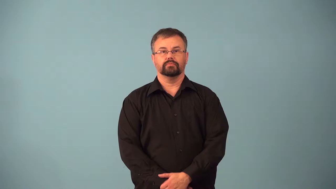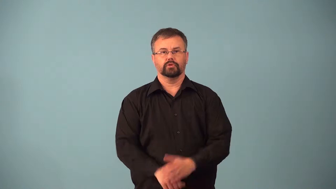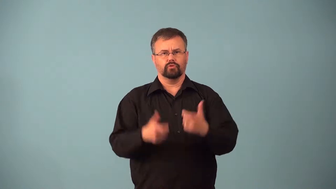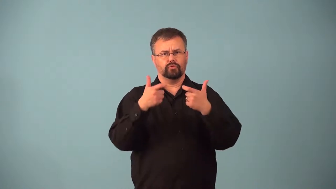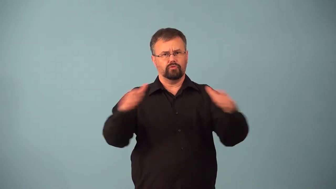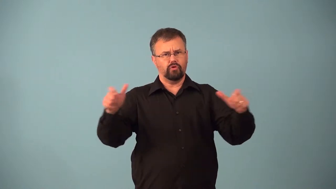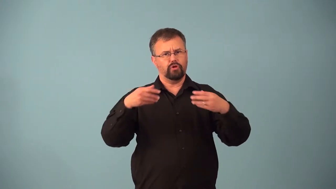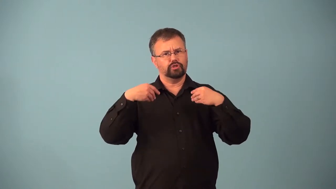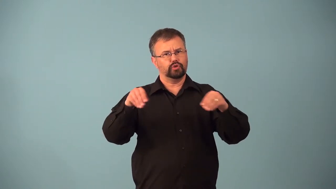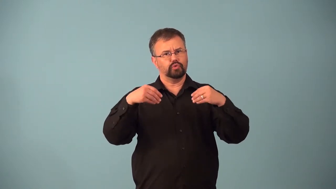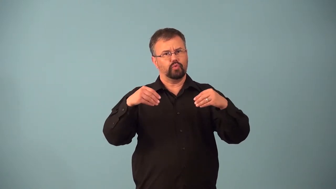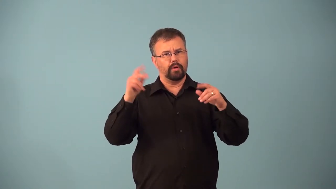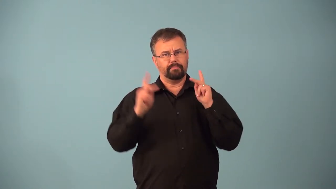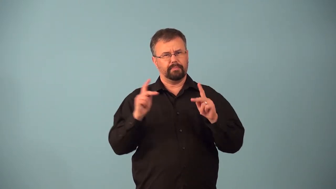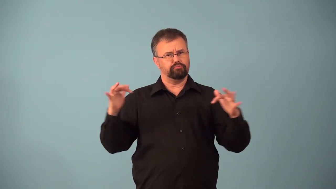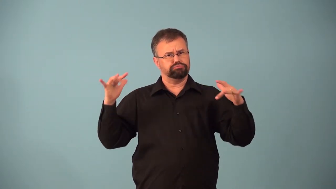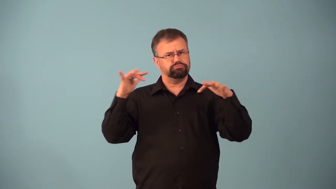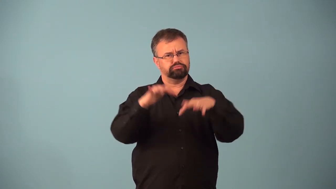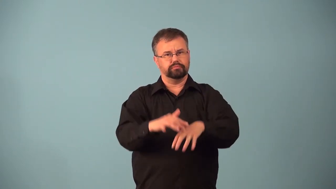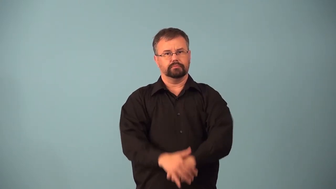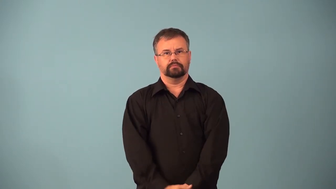anchor-store